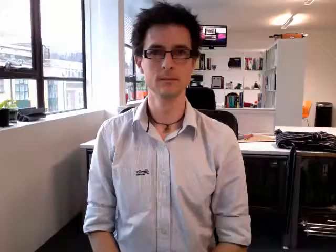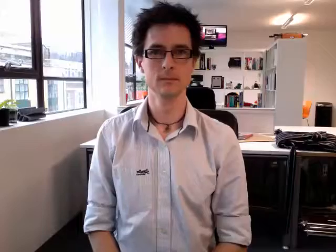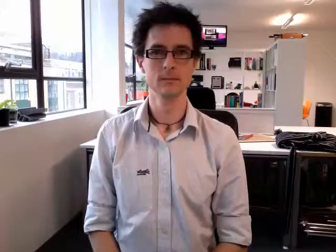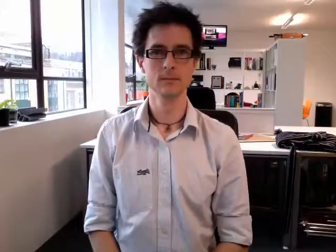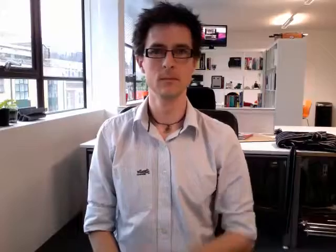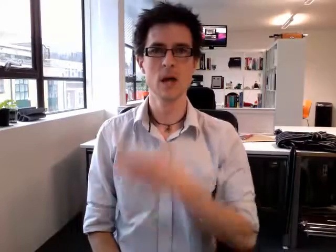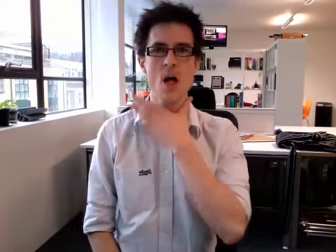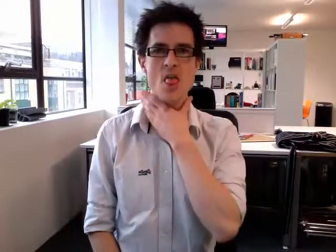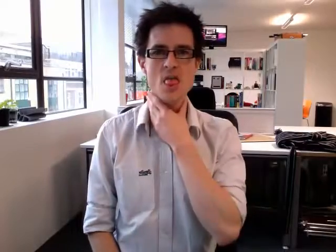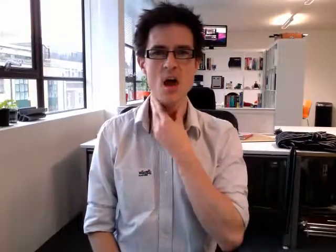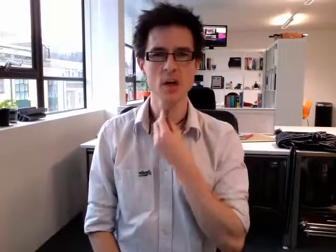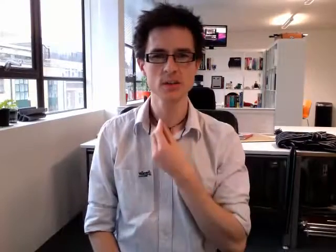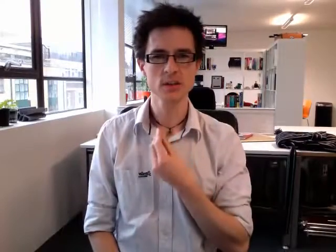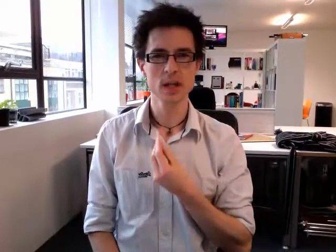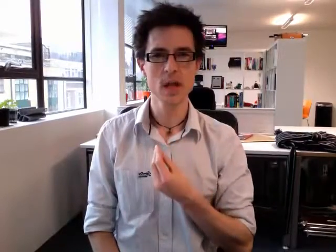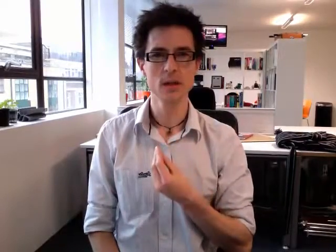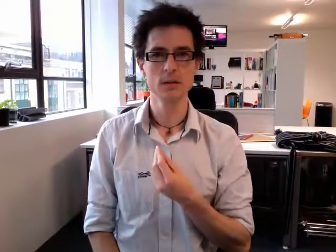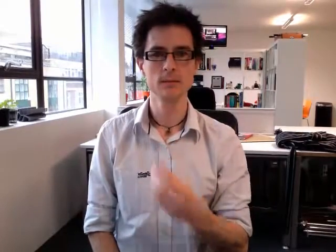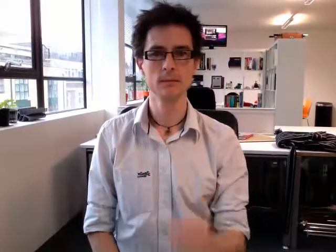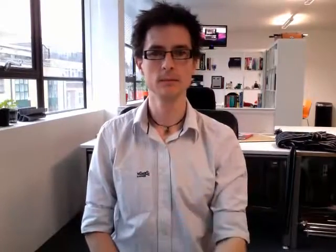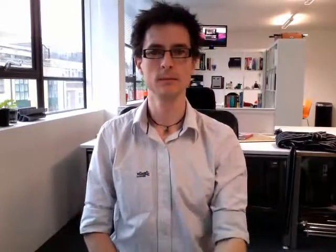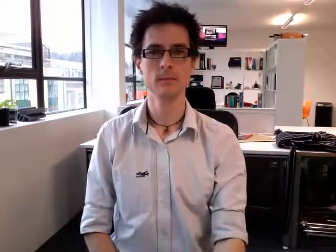thirsty